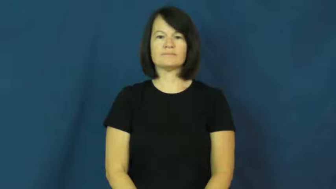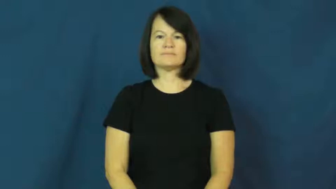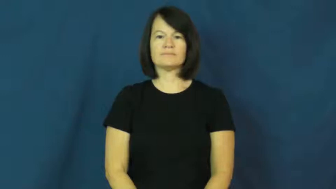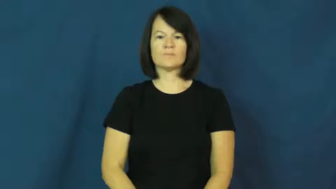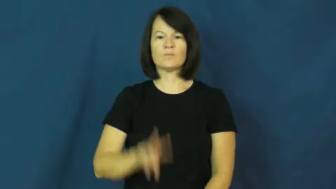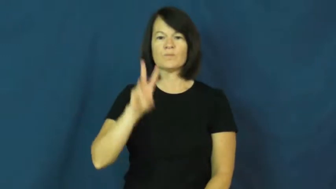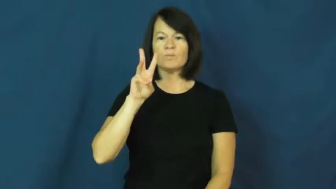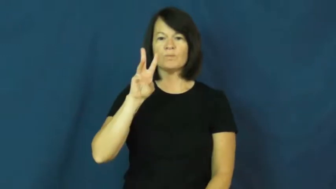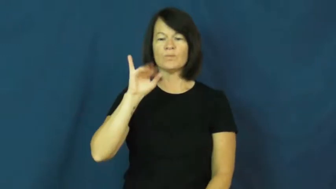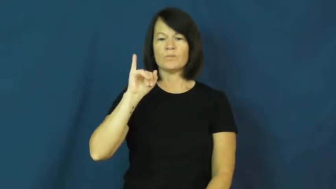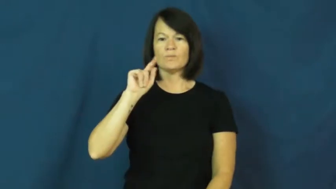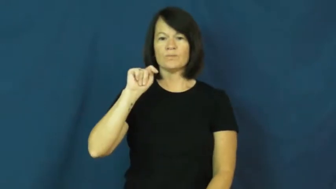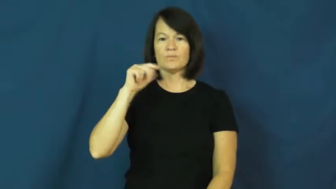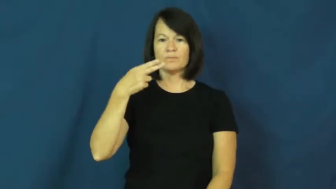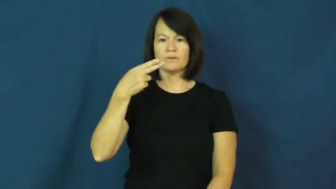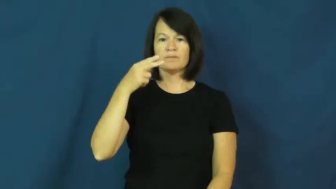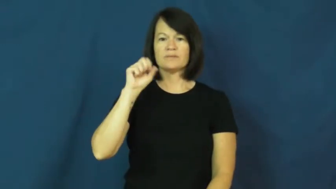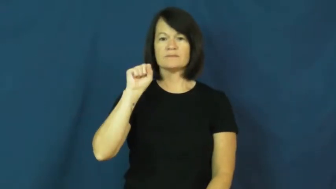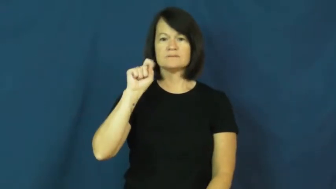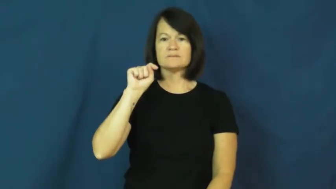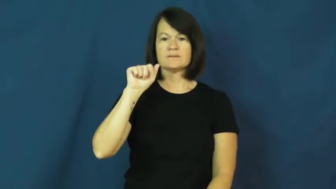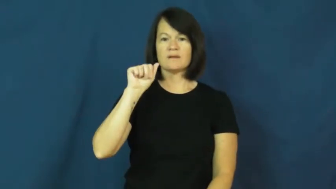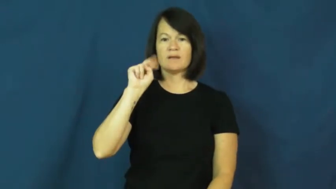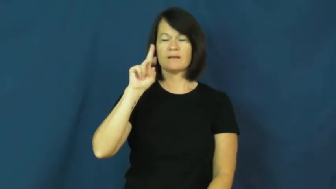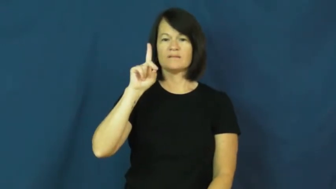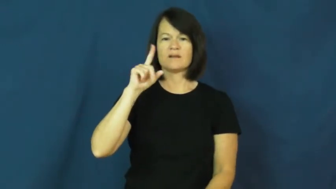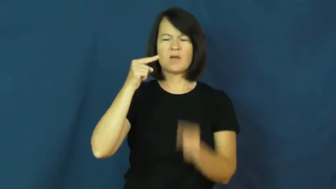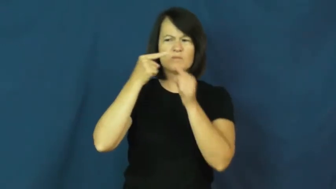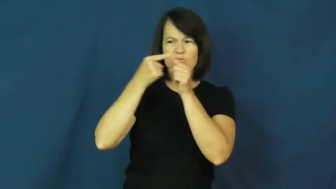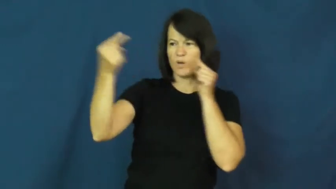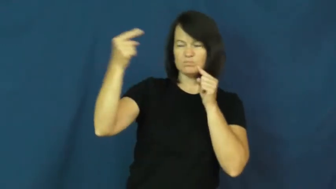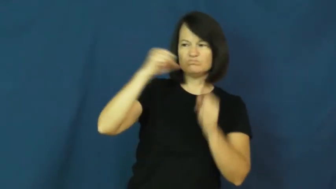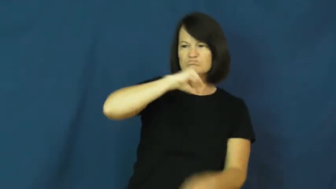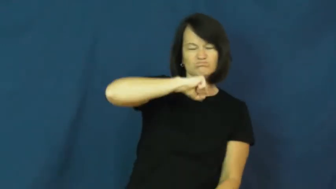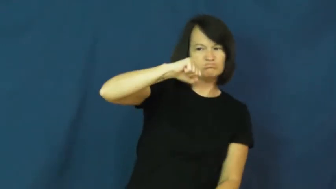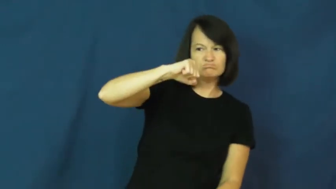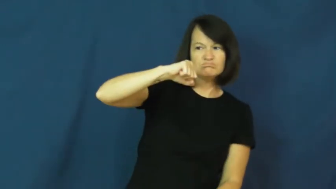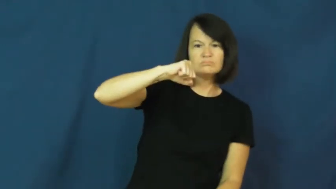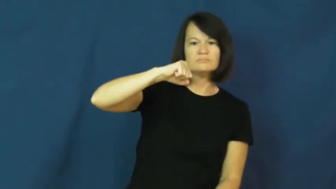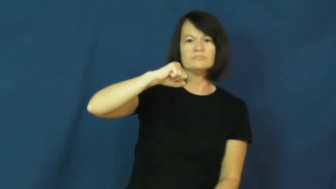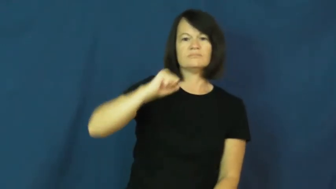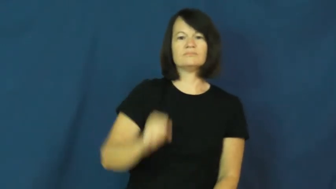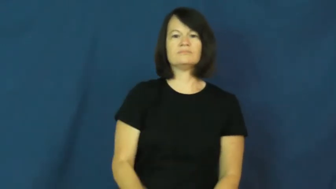withstand